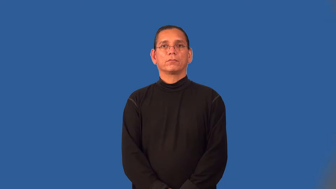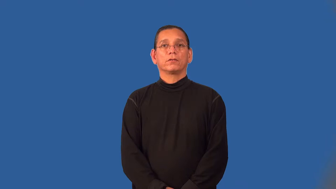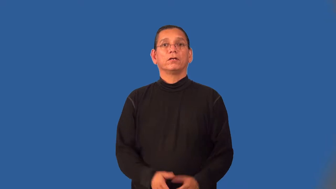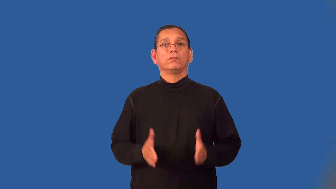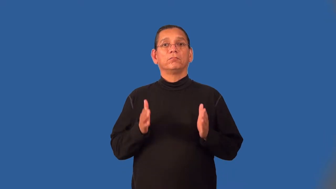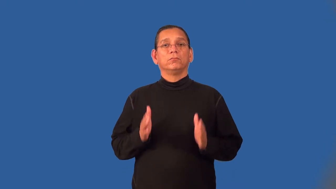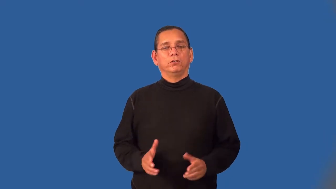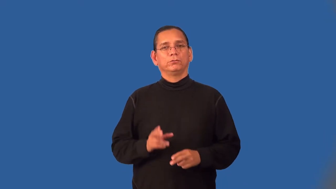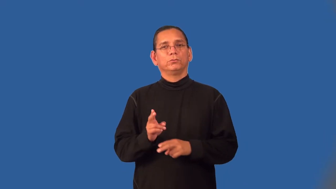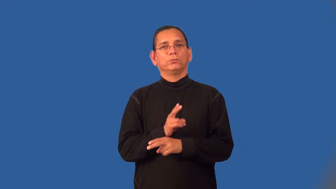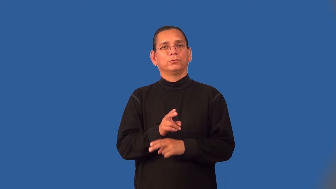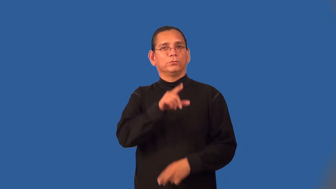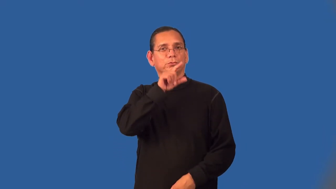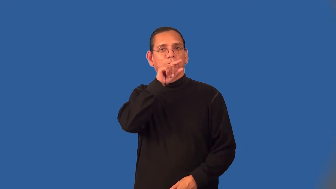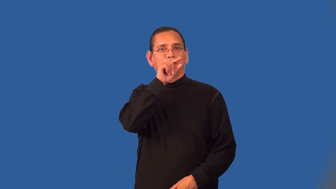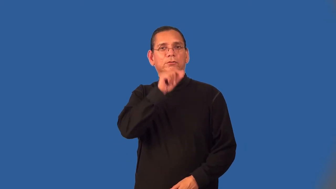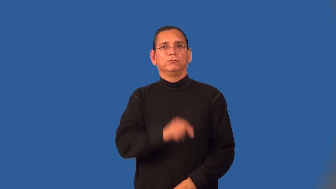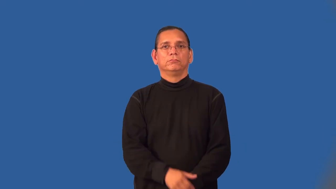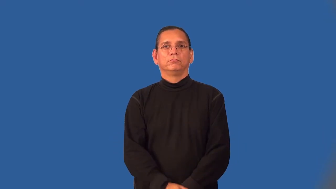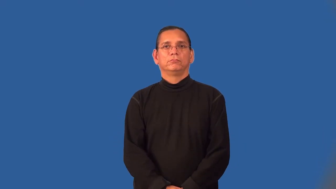tweeter